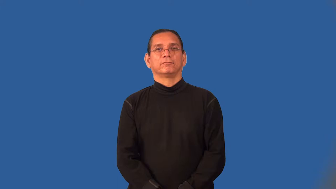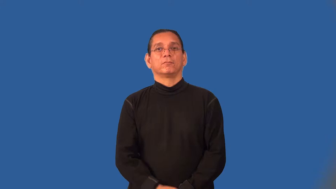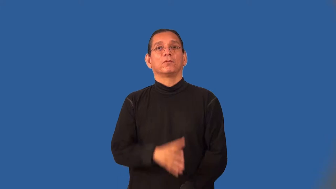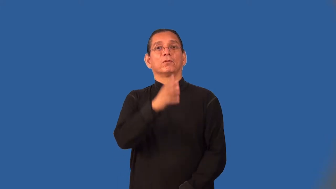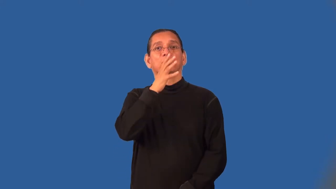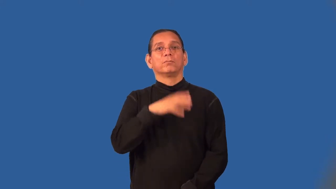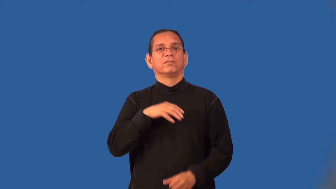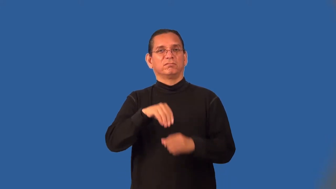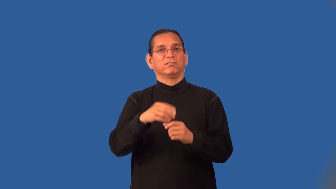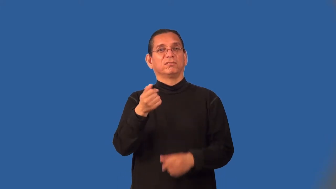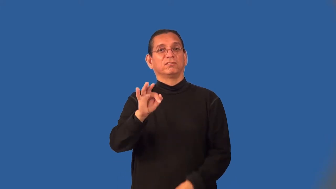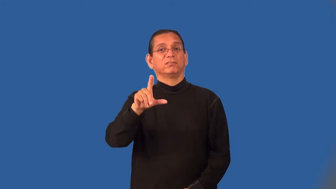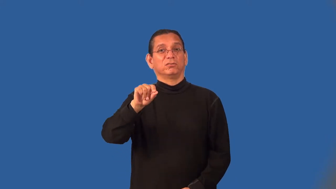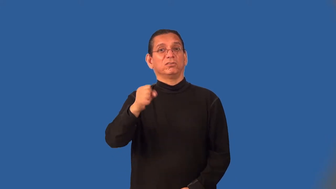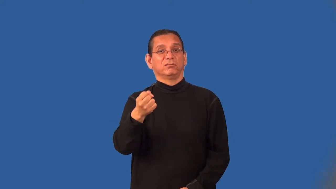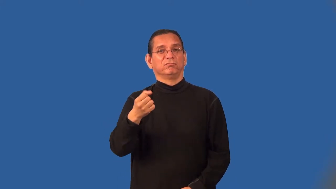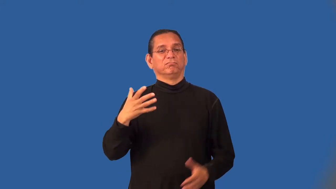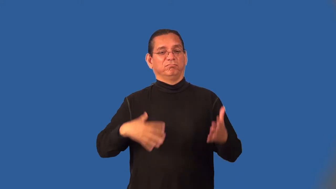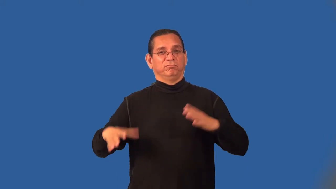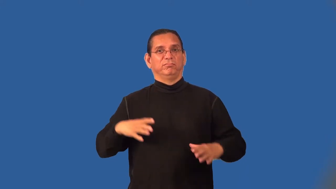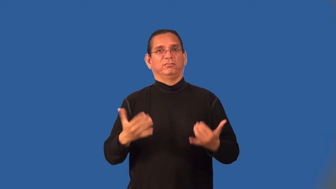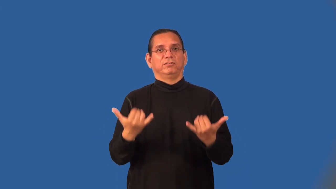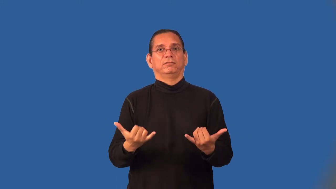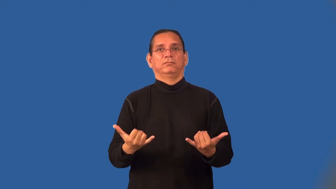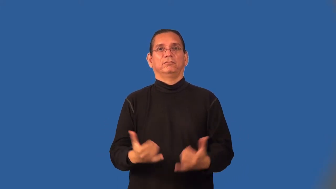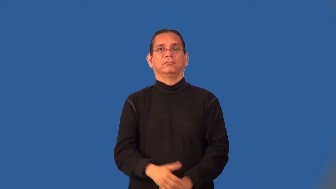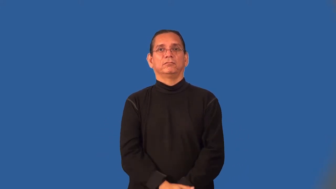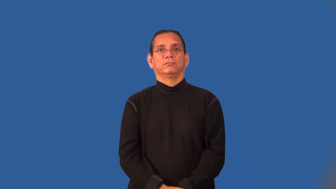flapper